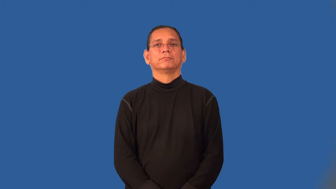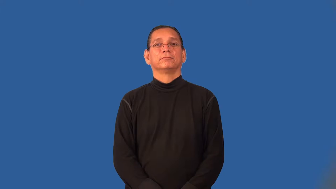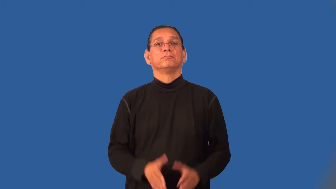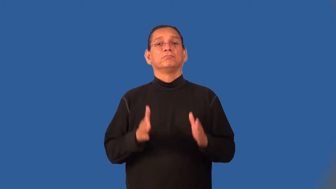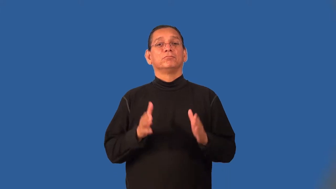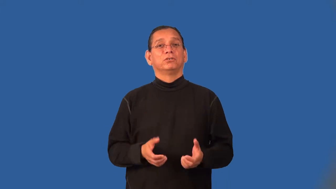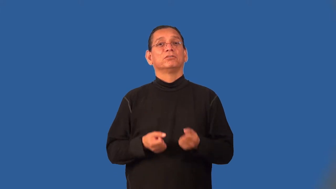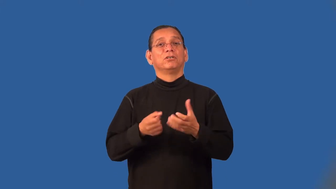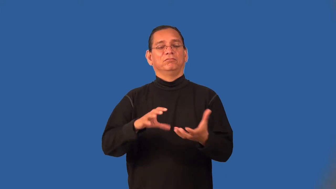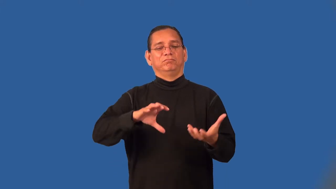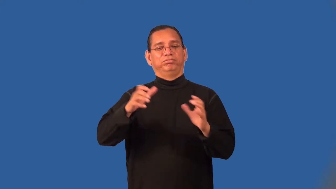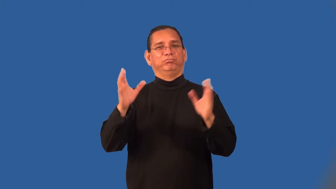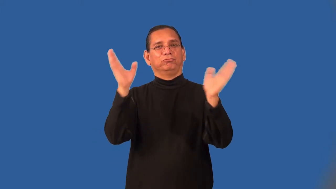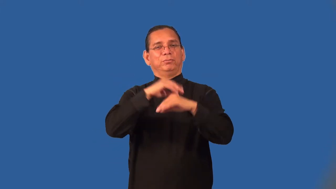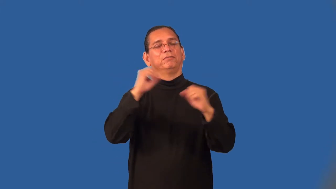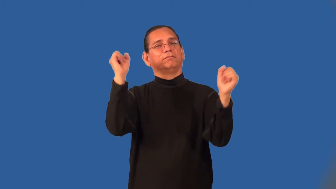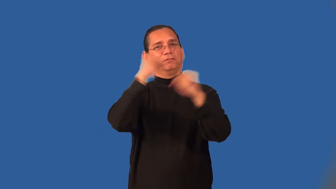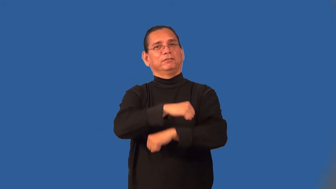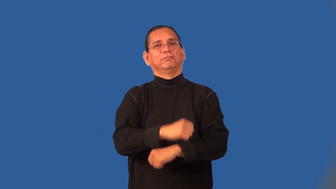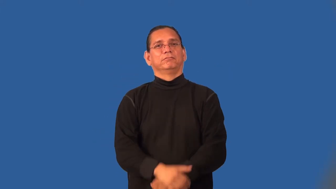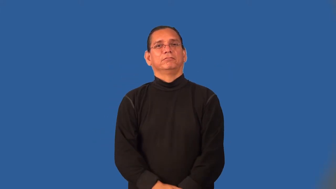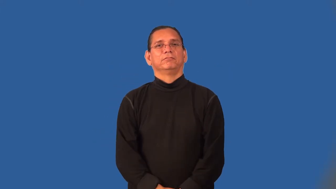ruffian,toughie